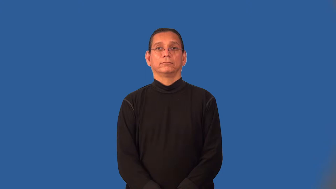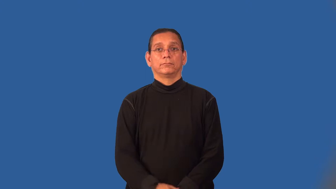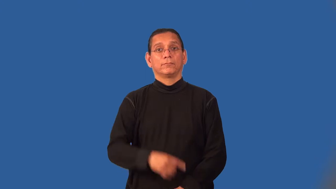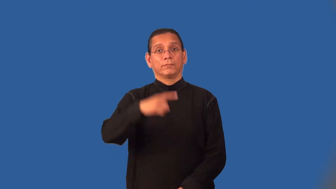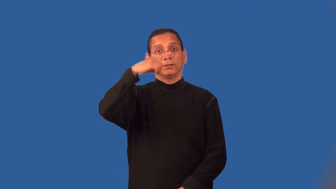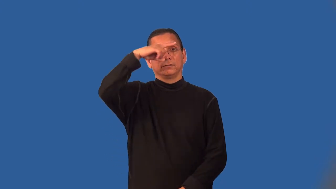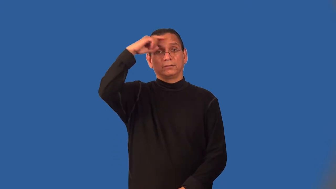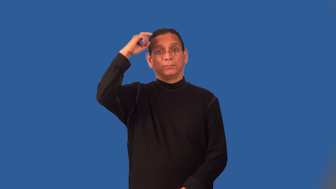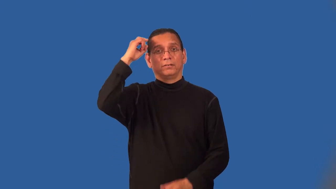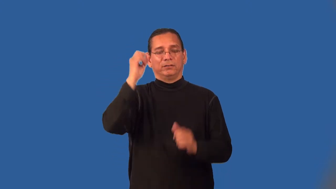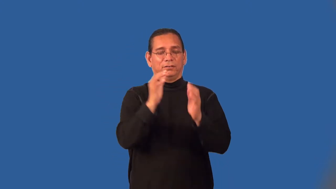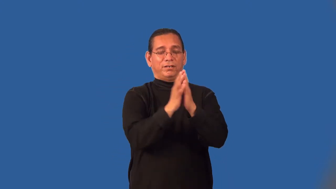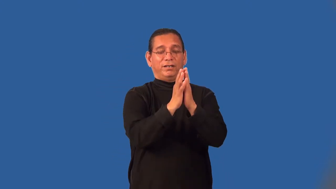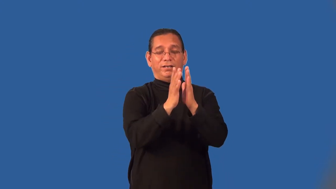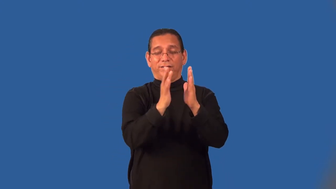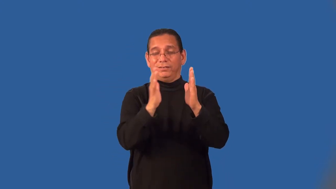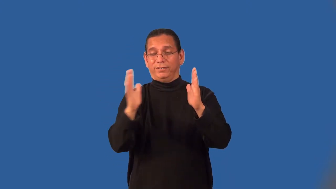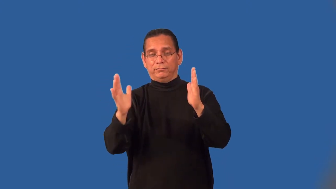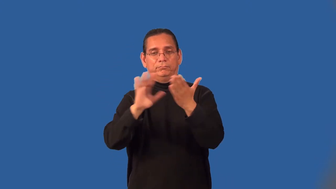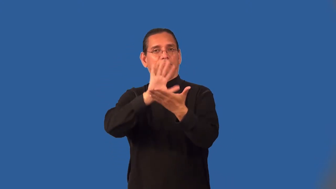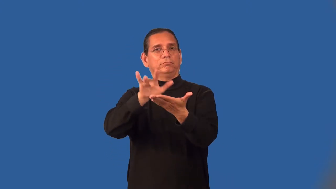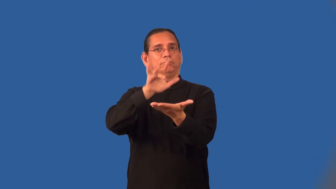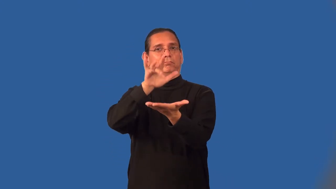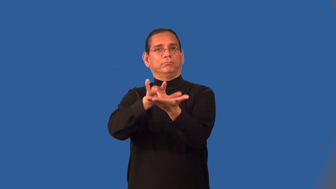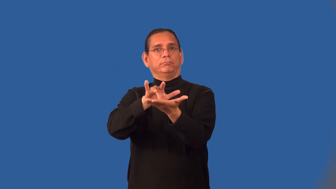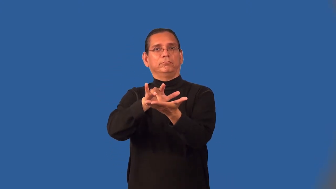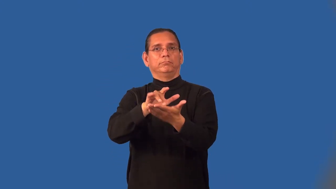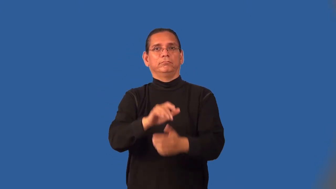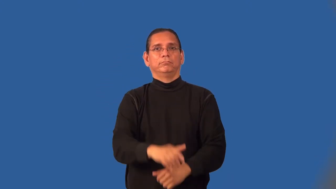midsummer